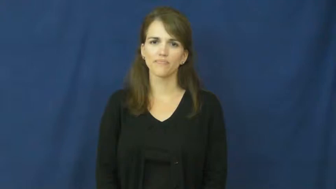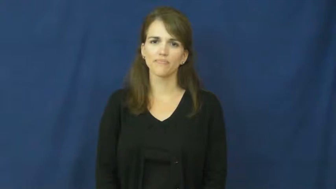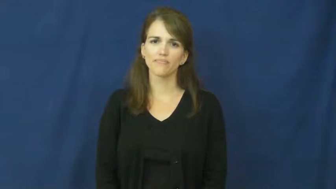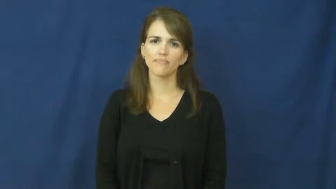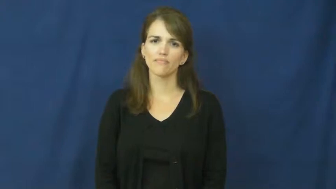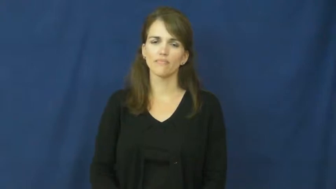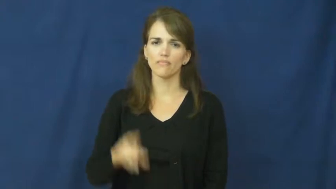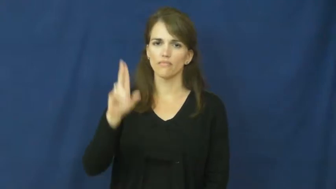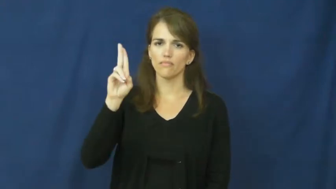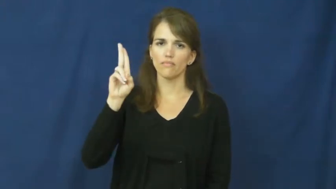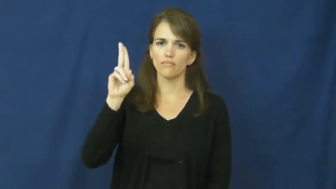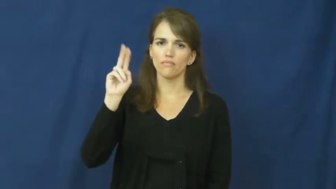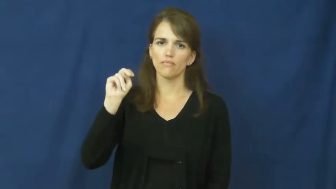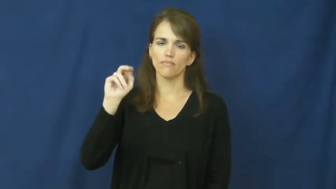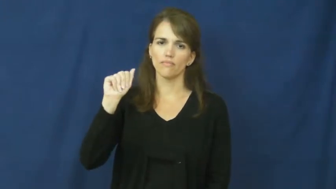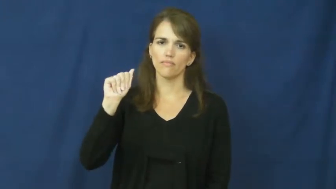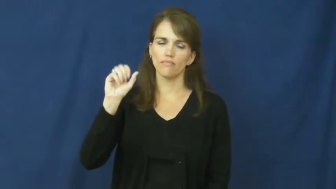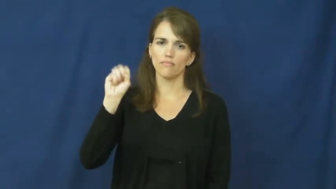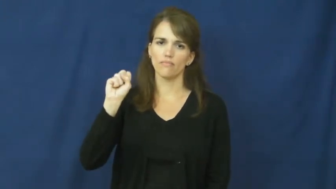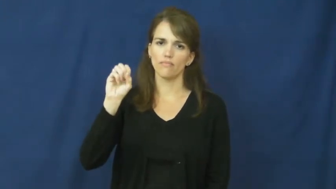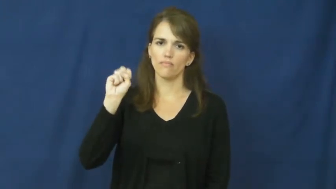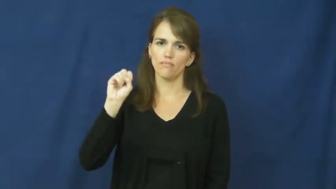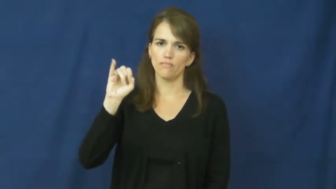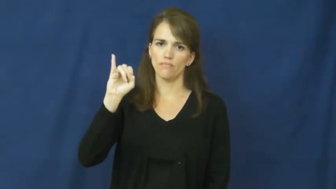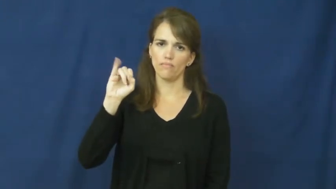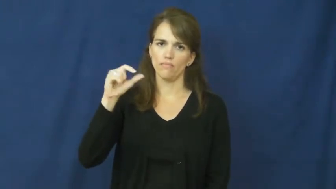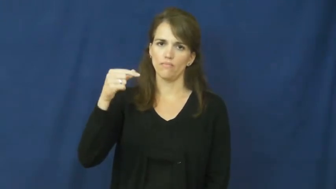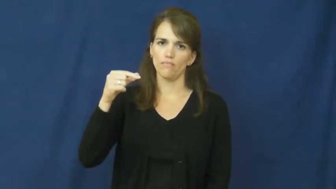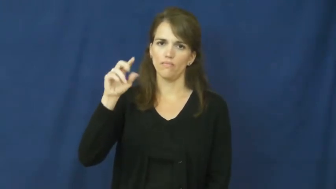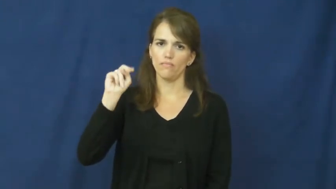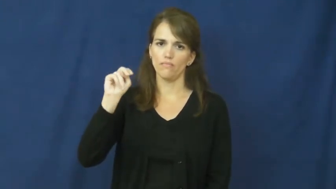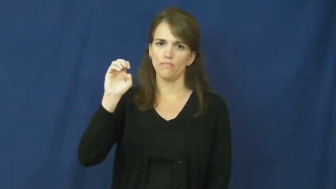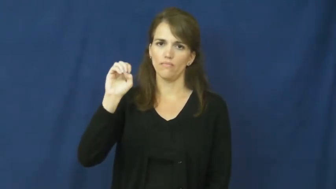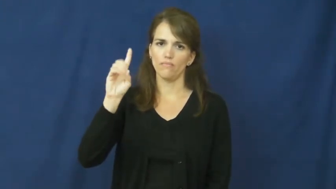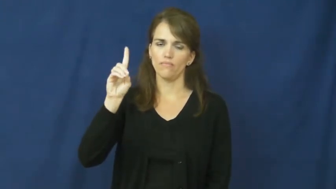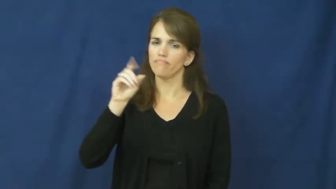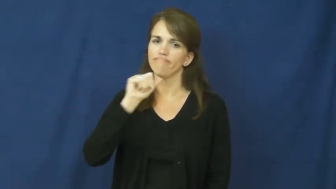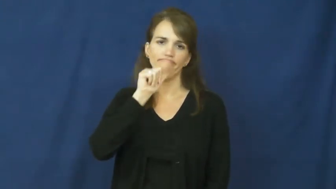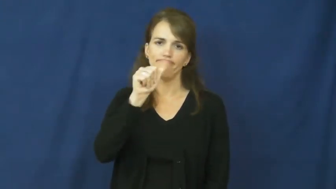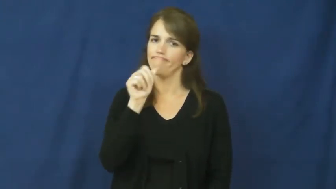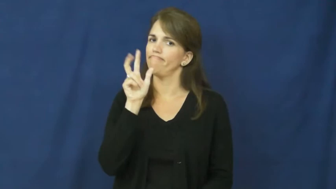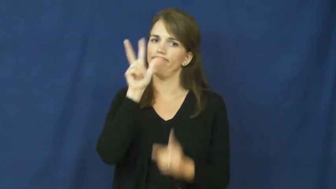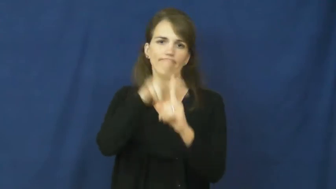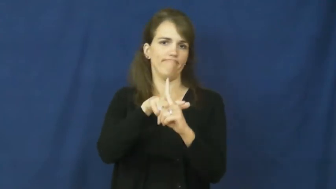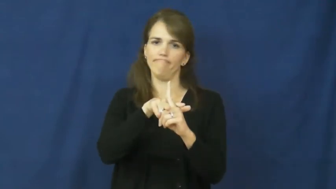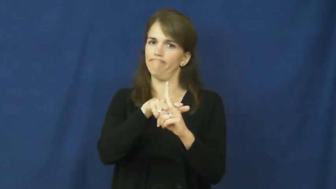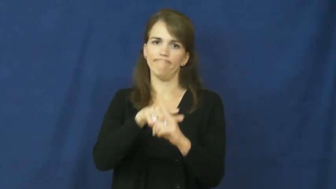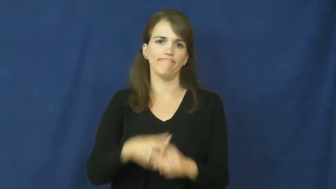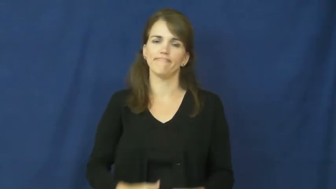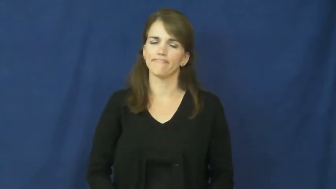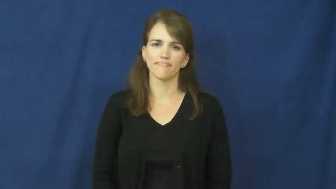unassigned